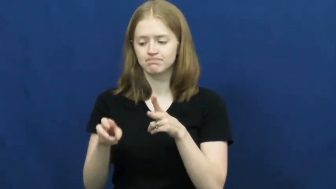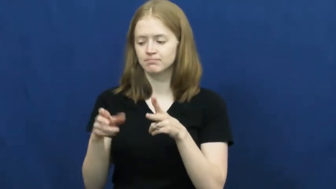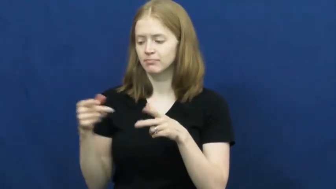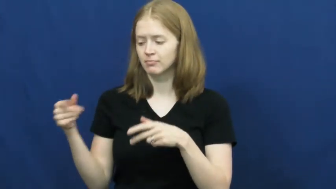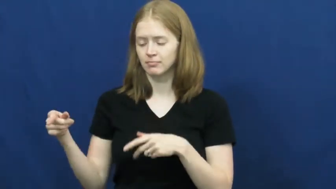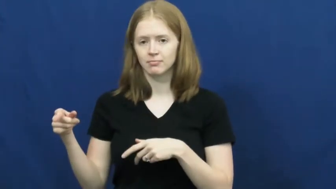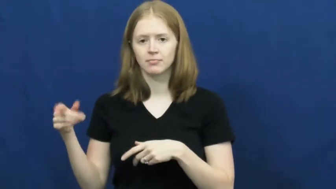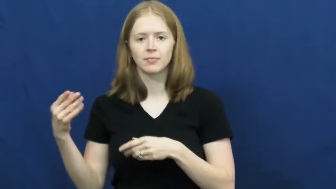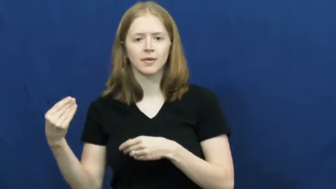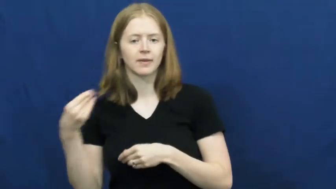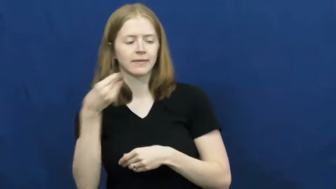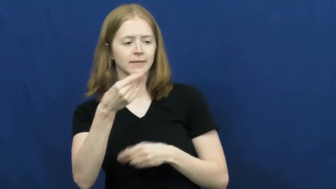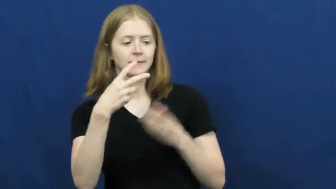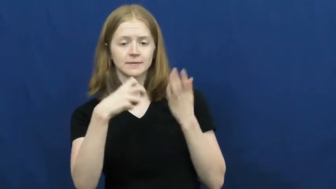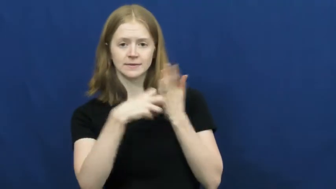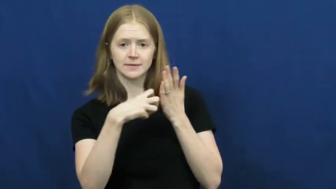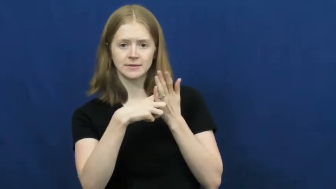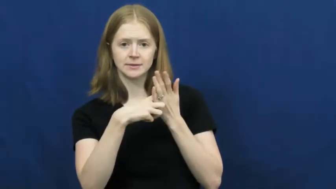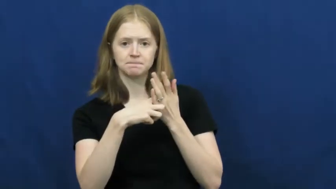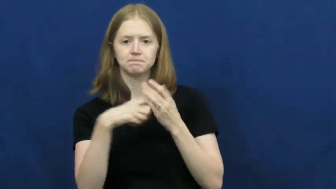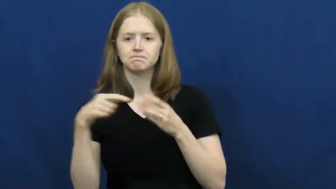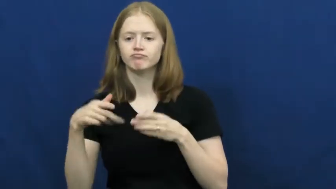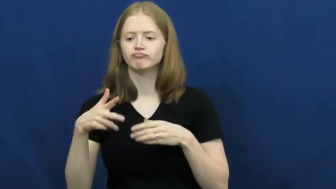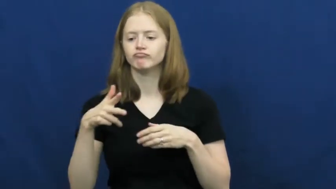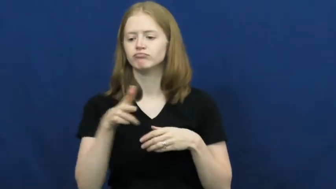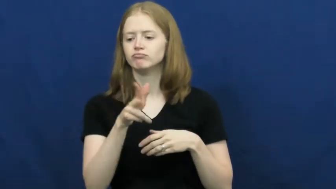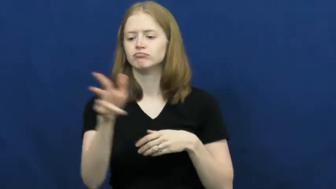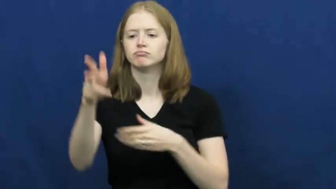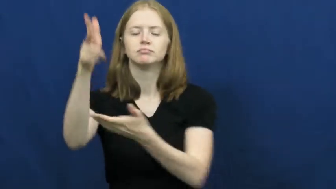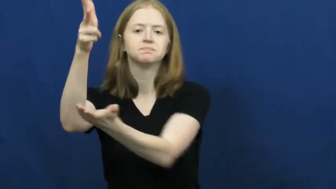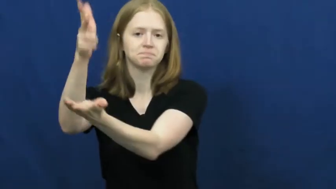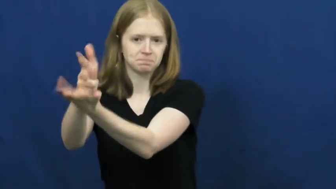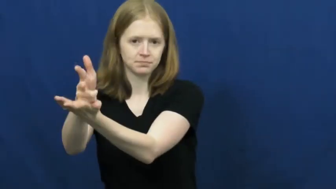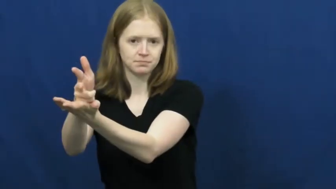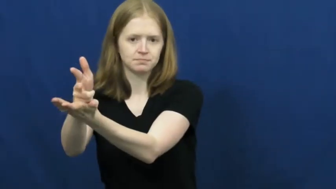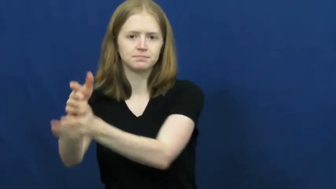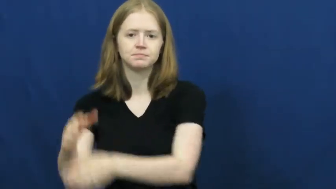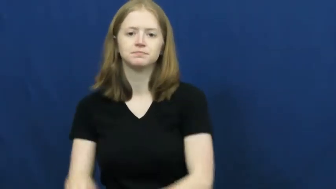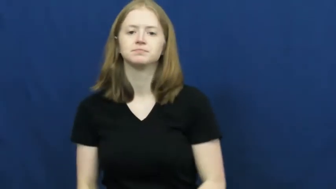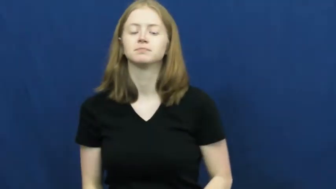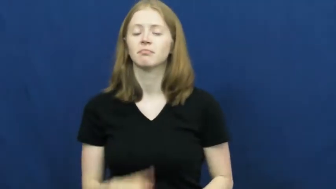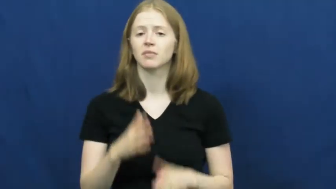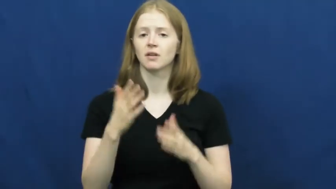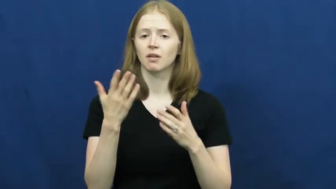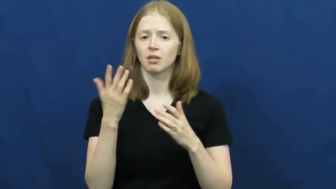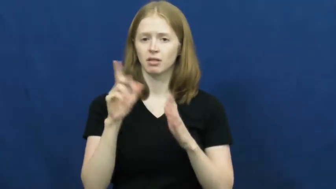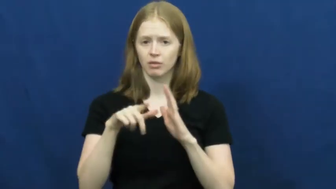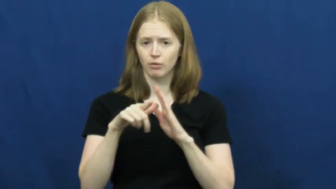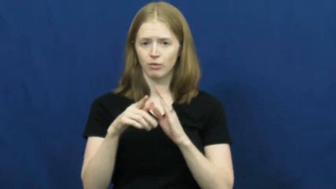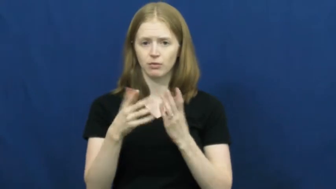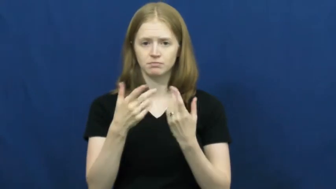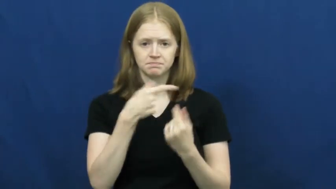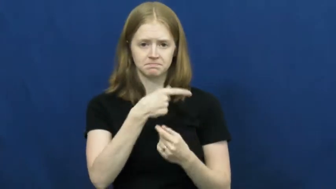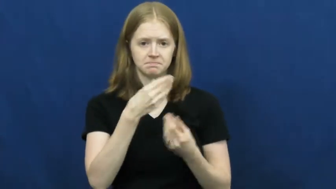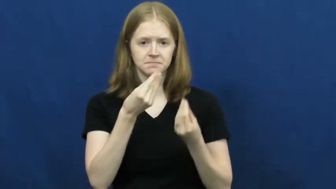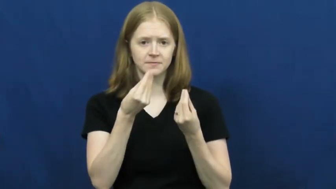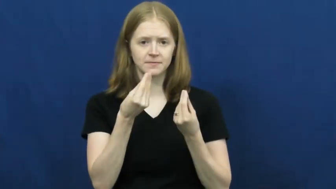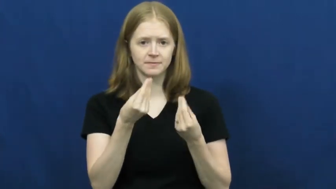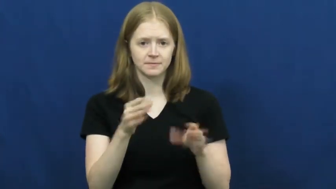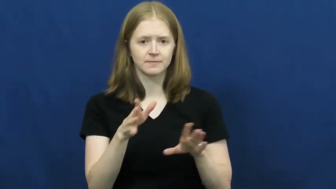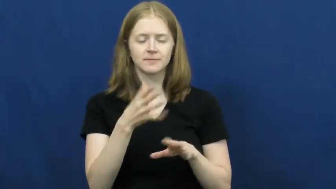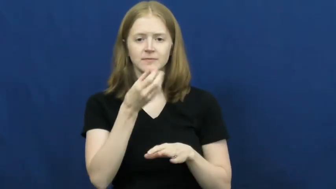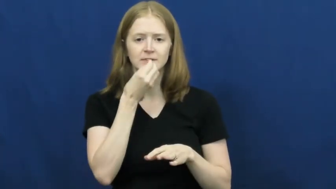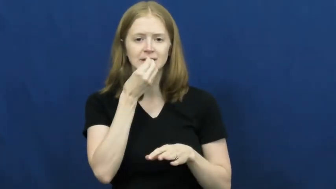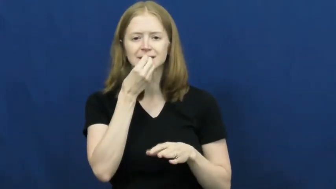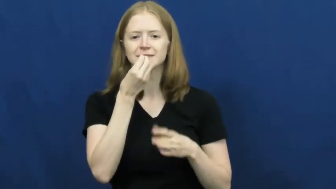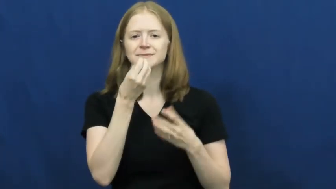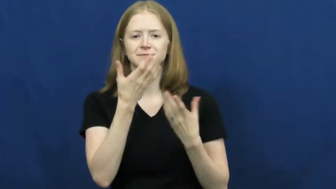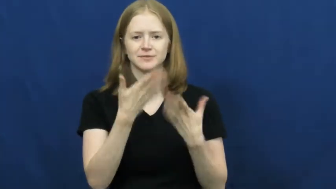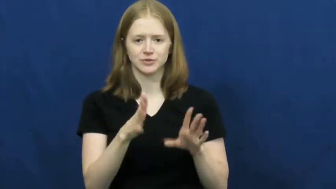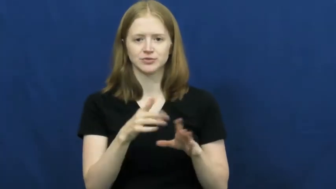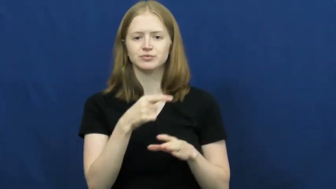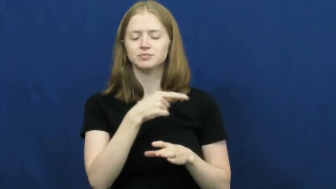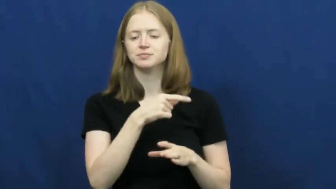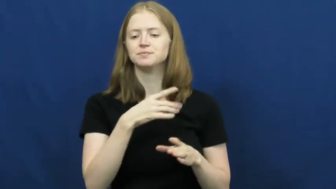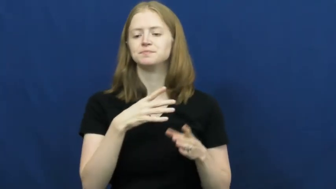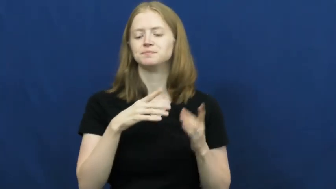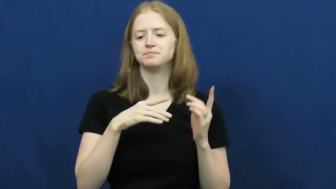valet